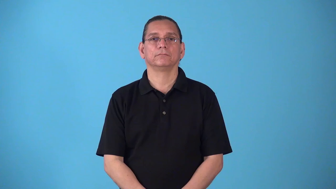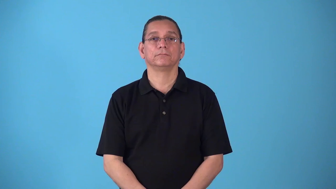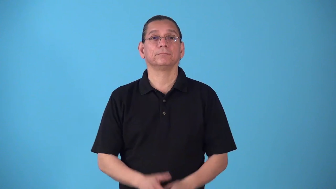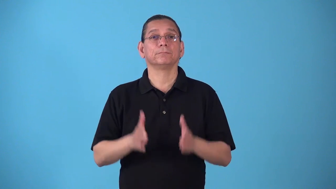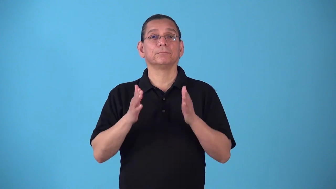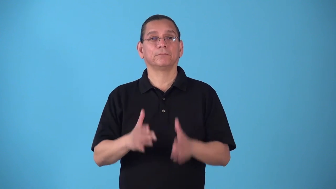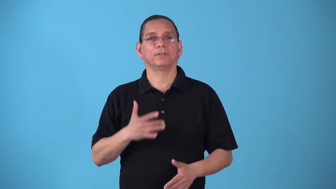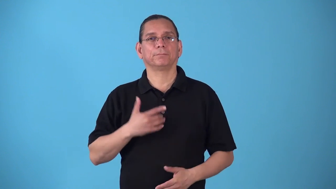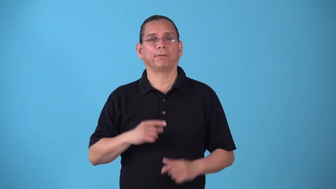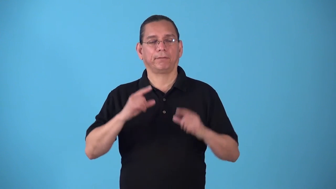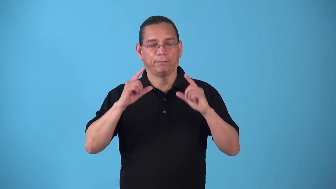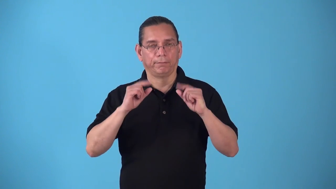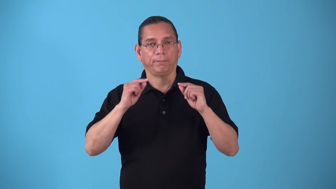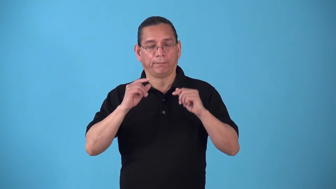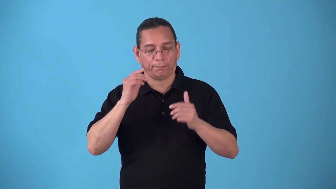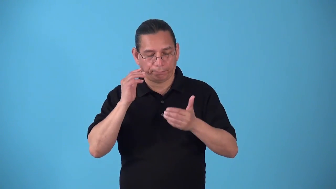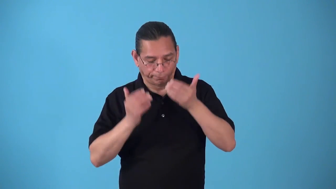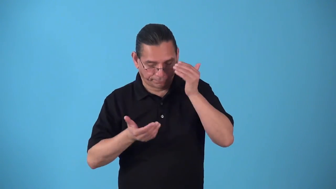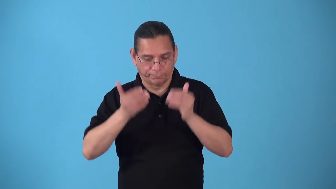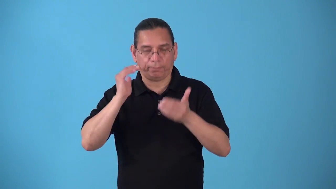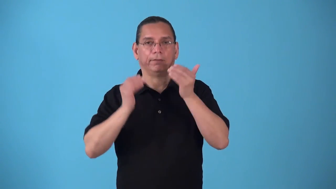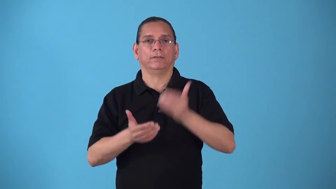sleepyhead